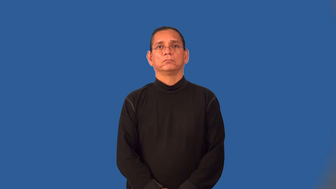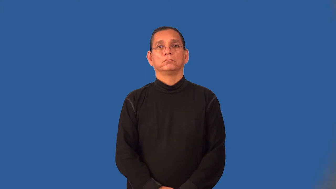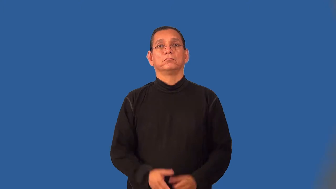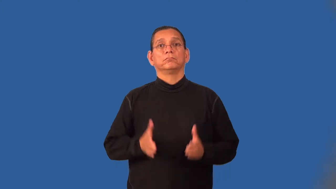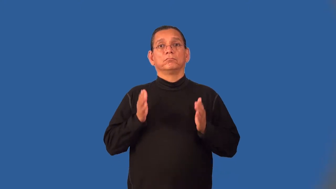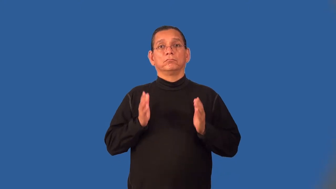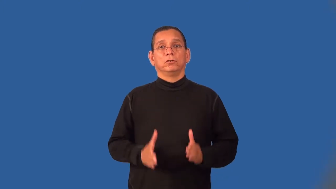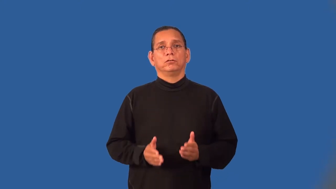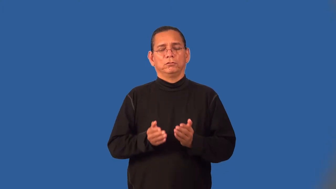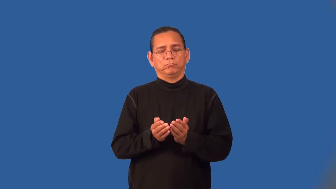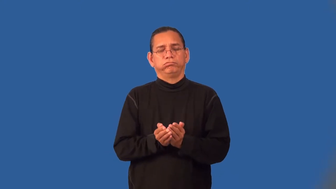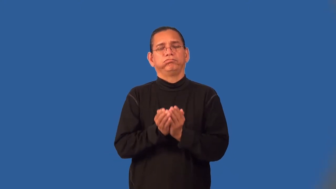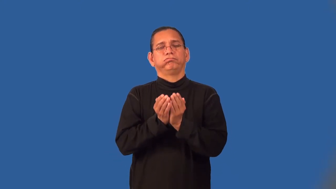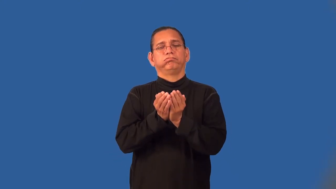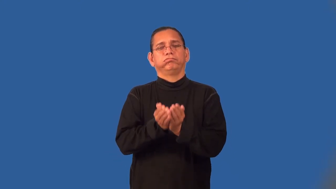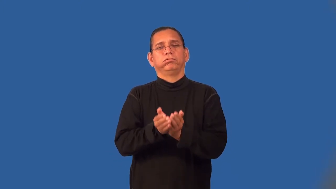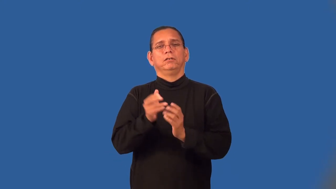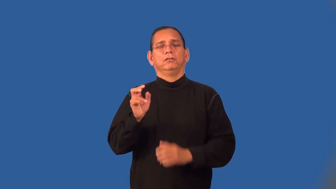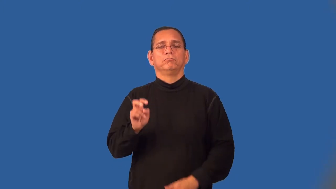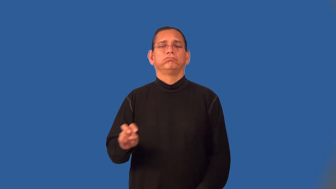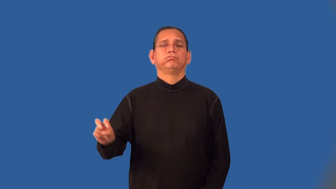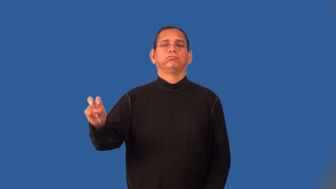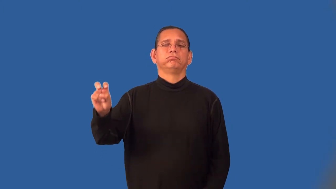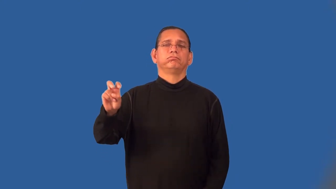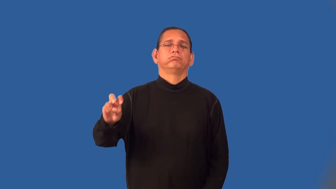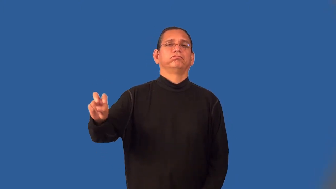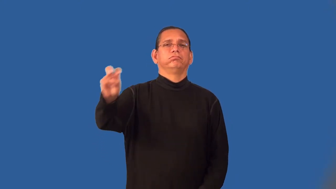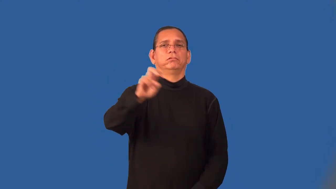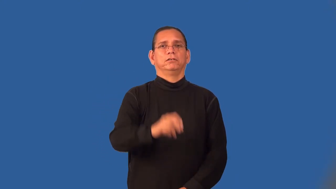voyager